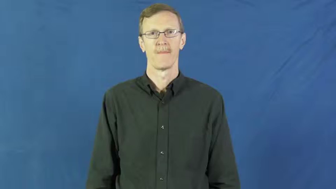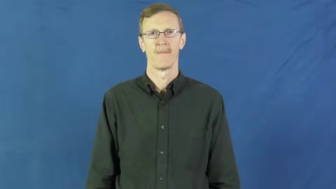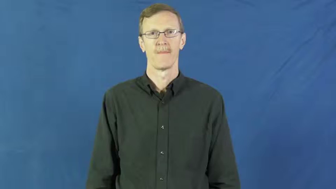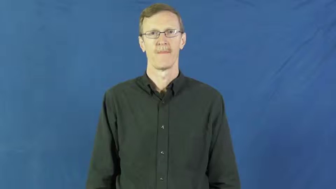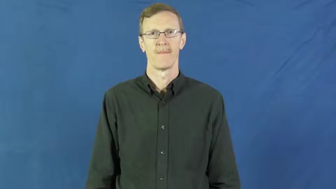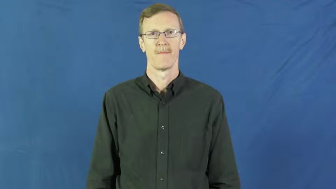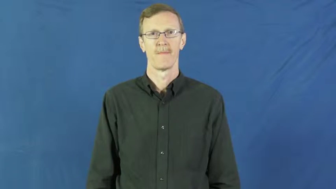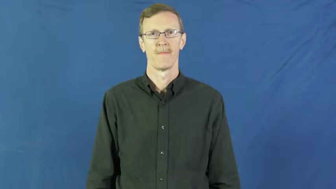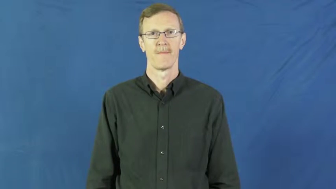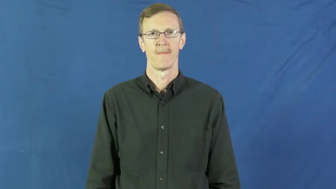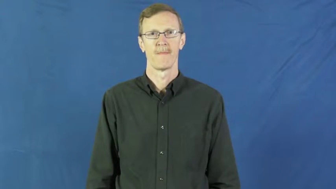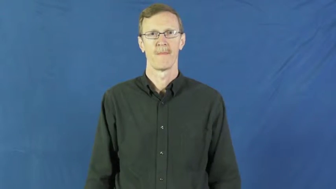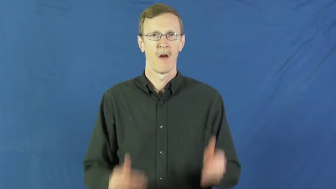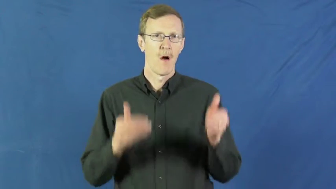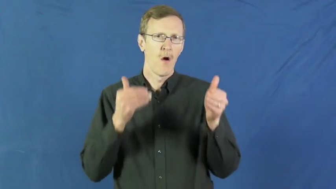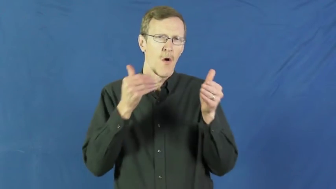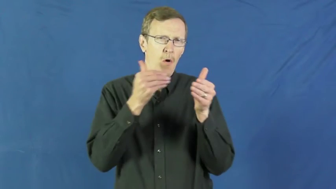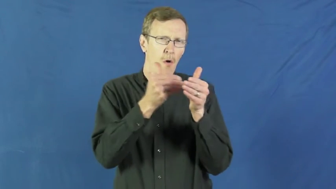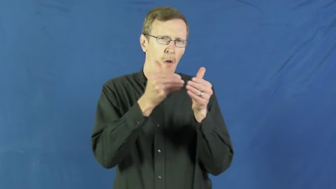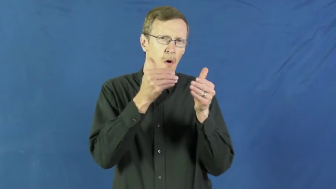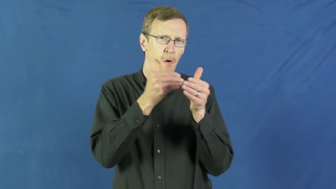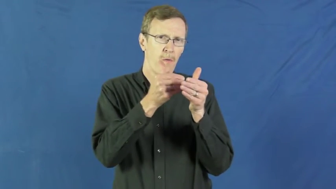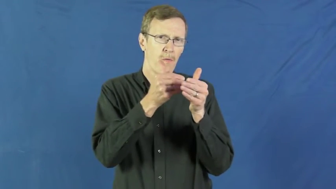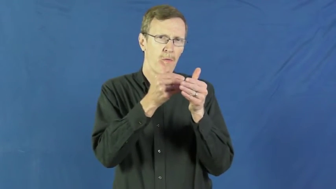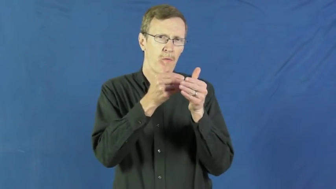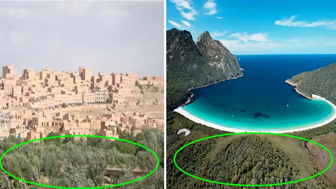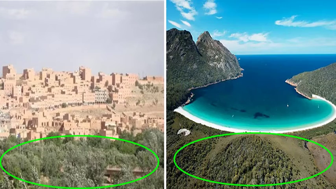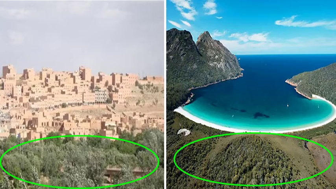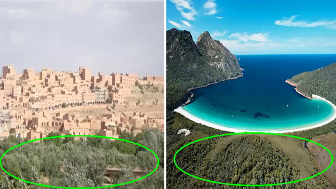border,coterminous-near